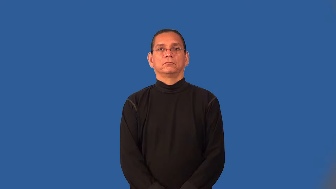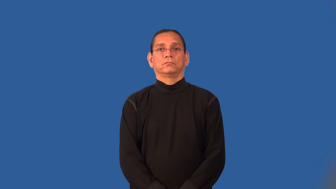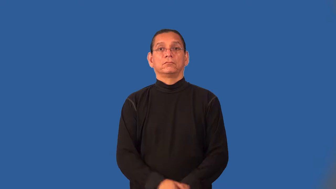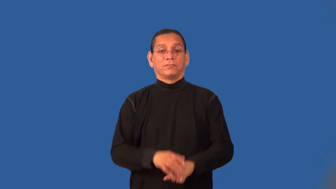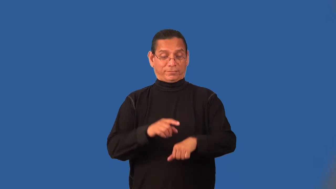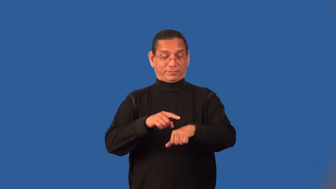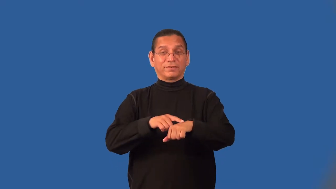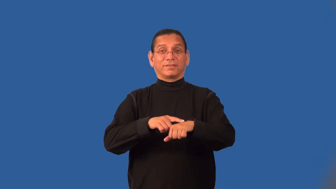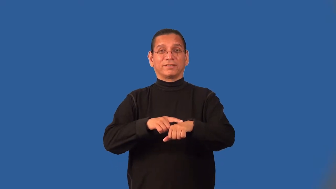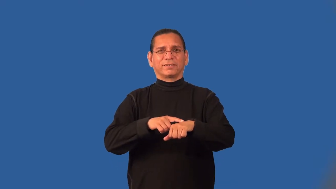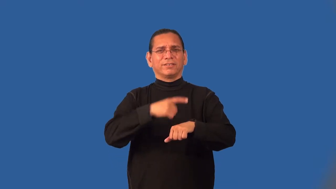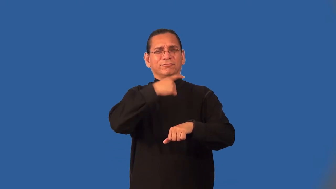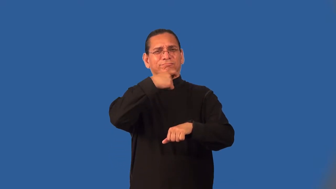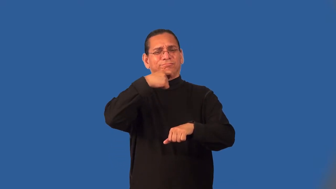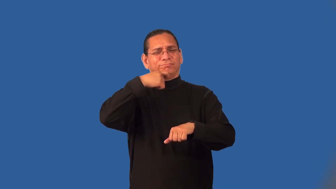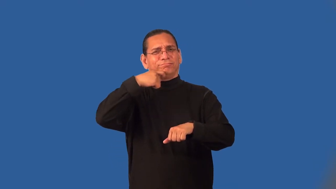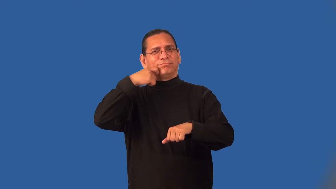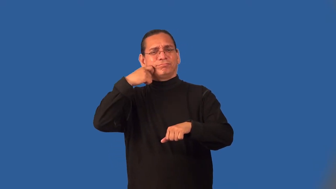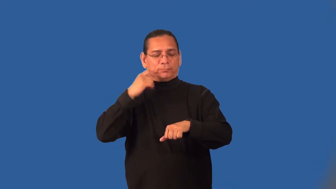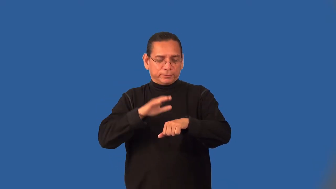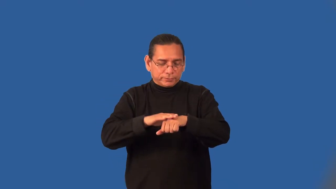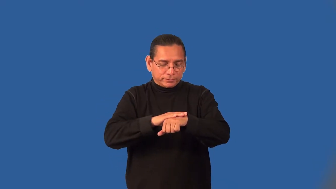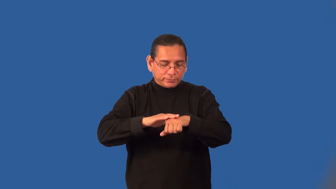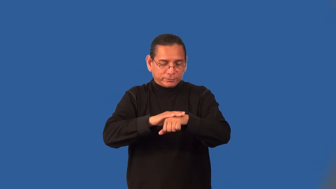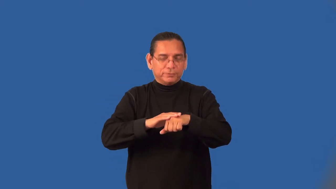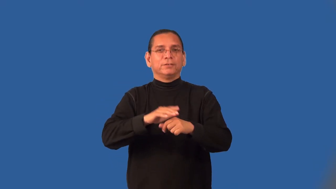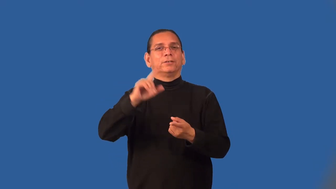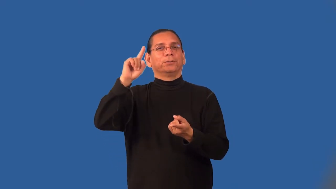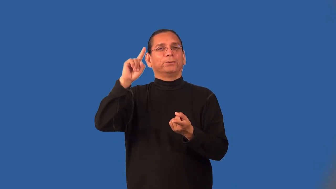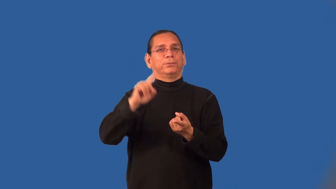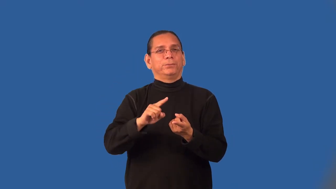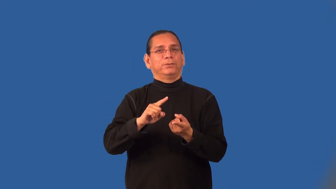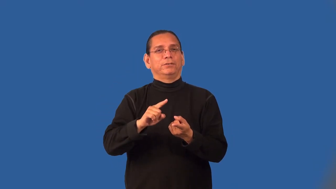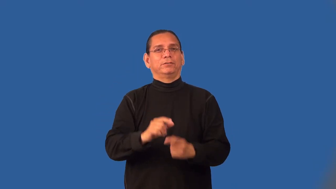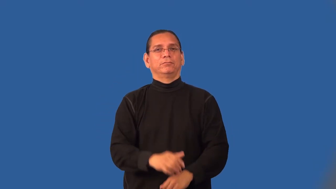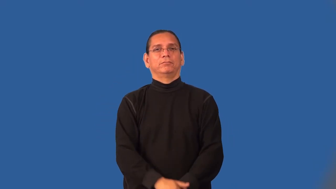moisturize